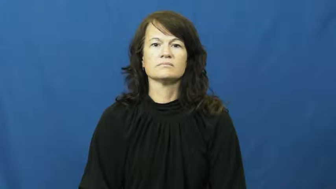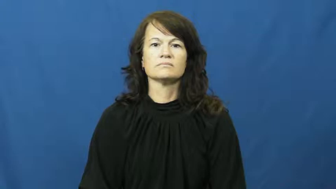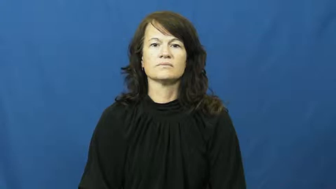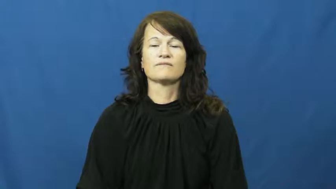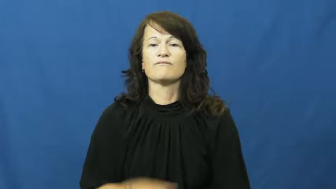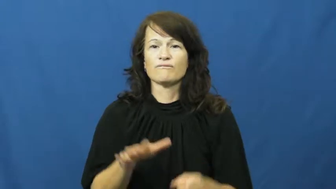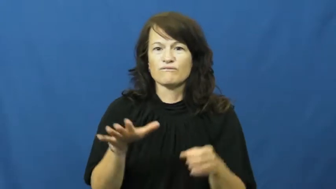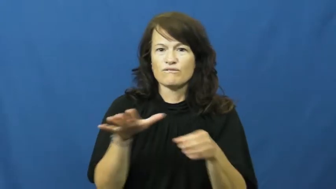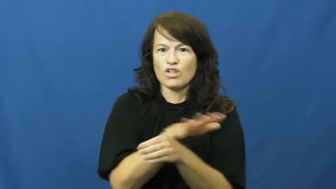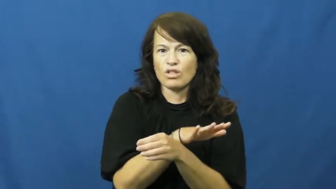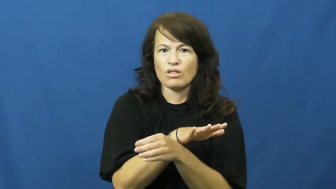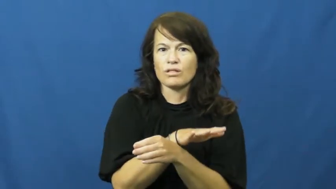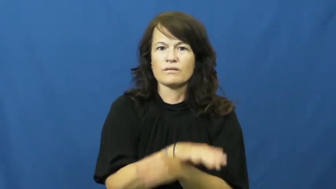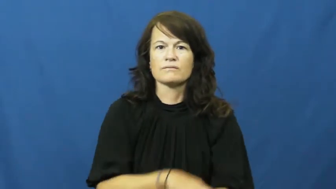abject,abjectly,abjectness